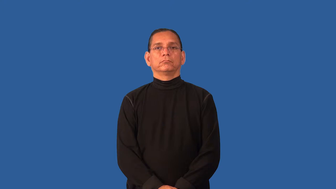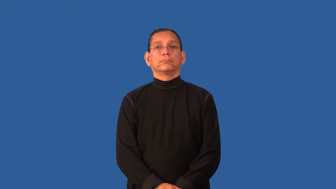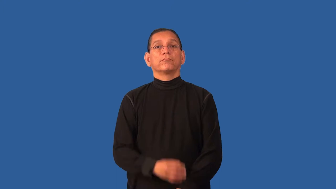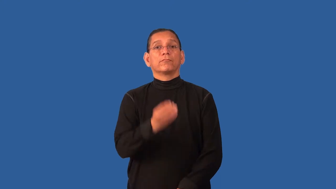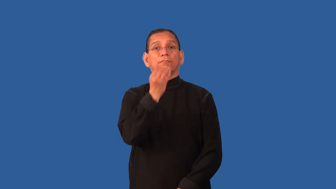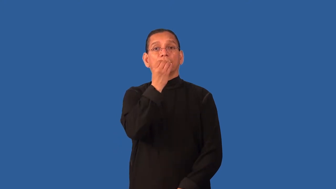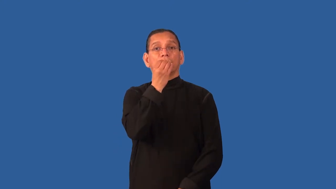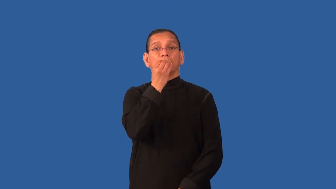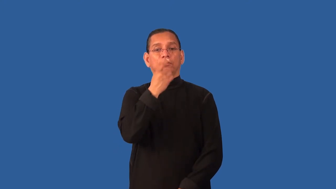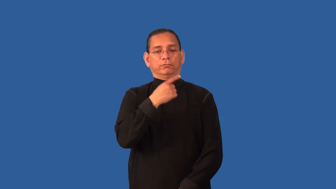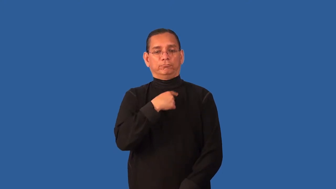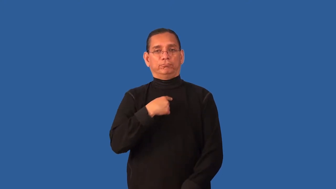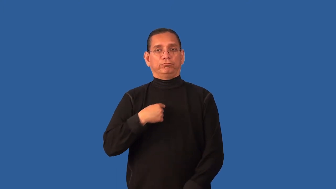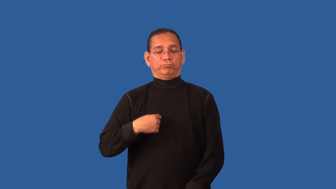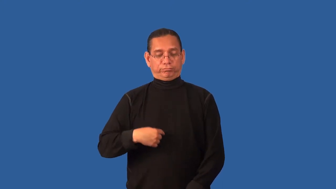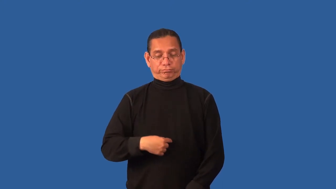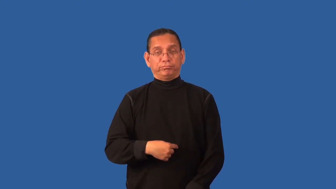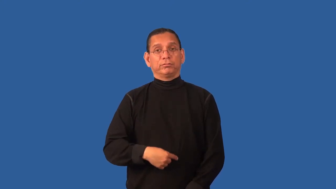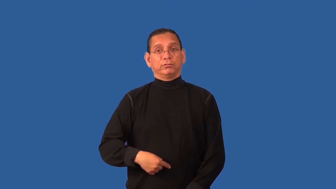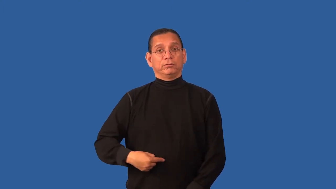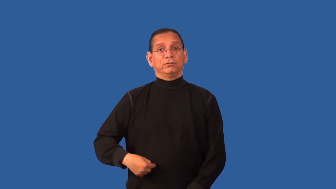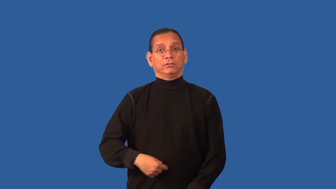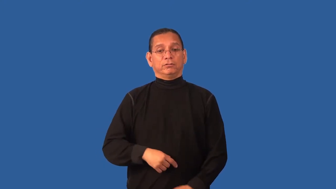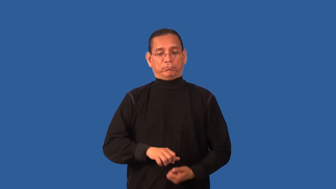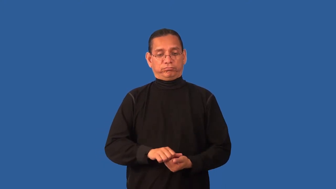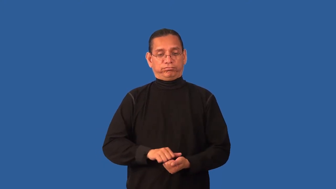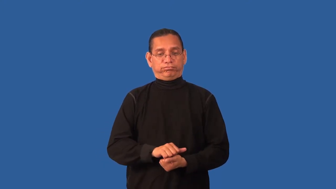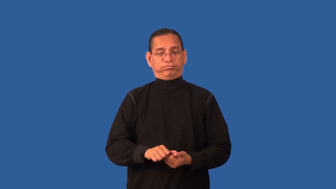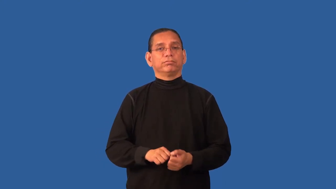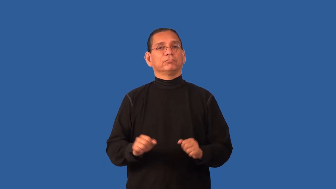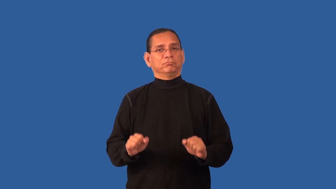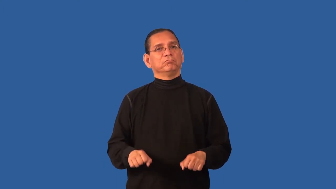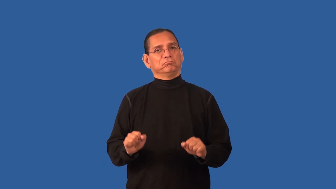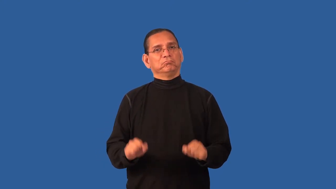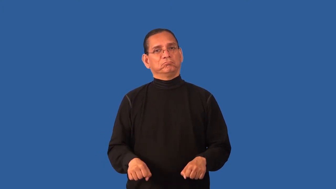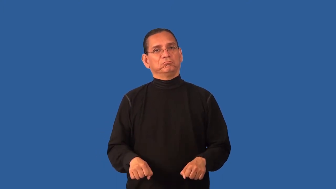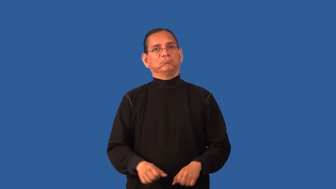digestible-food